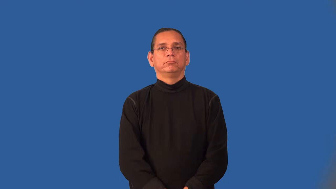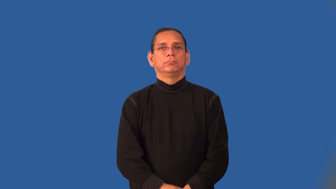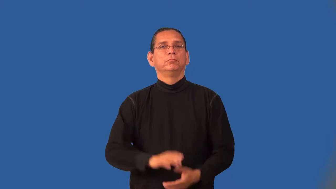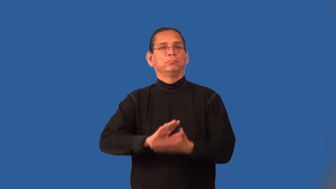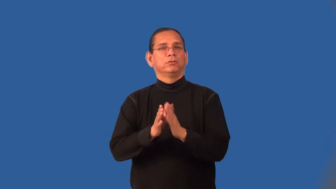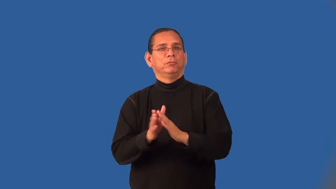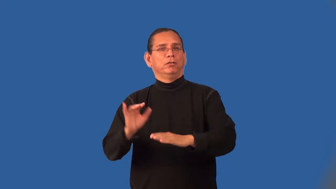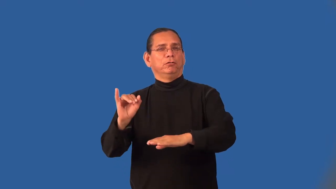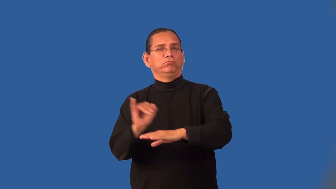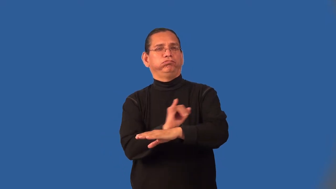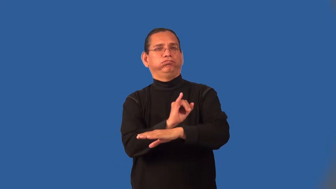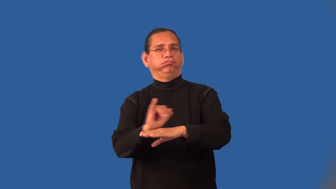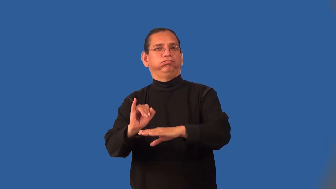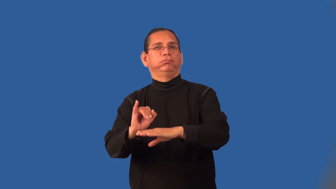industrialize